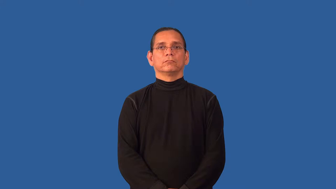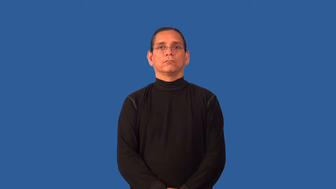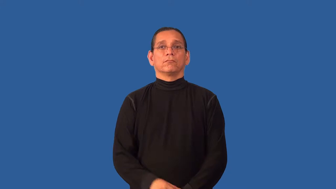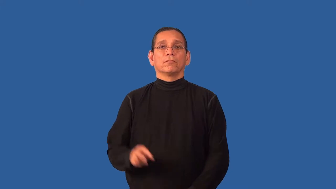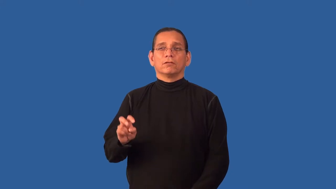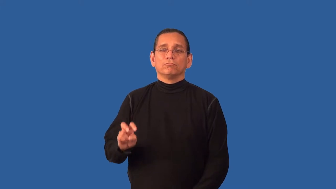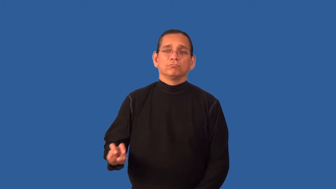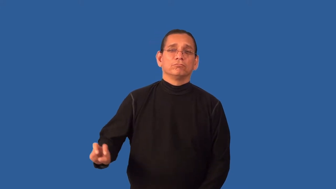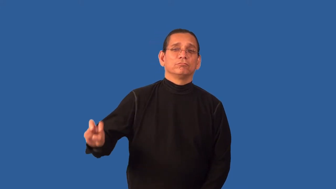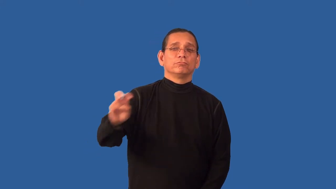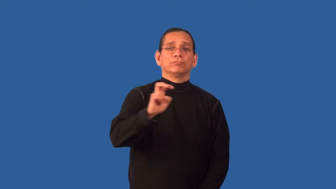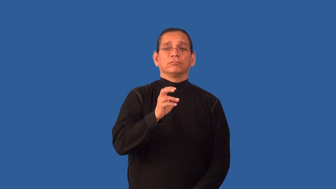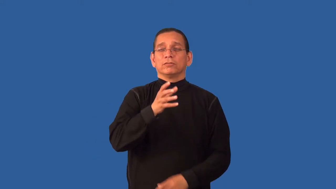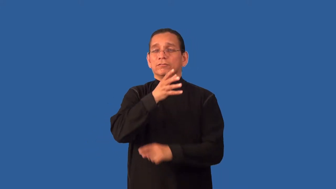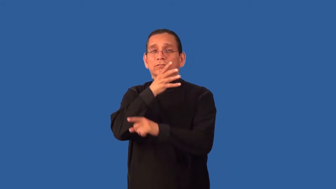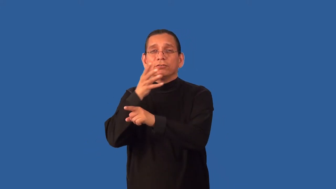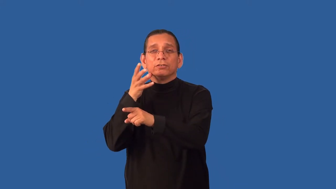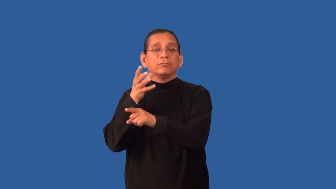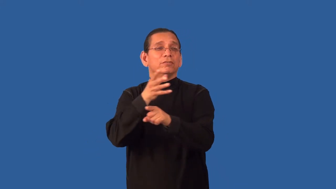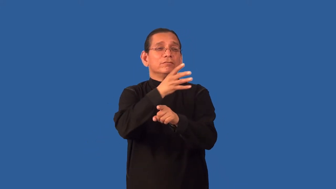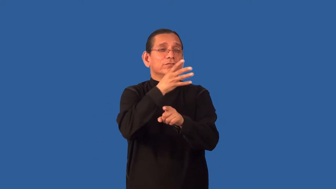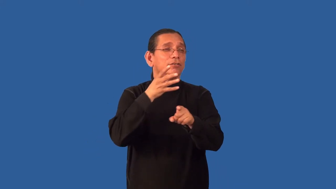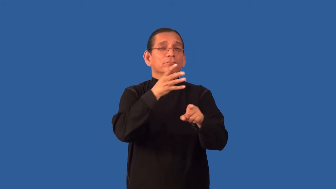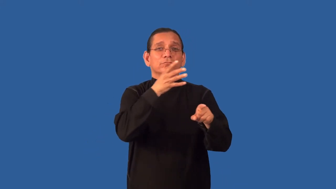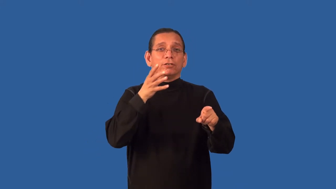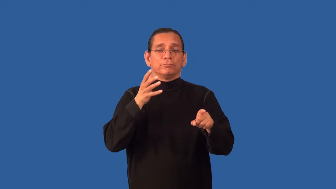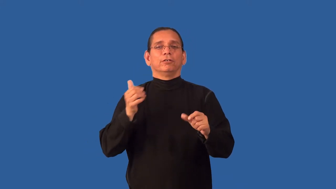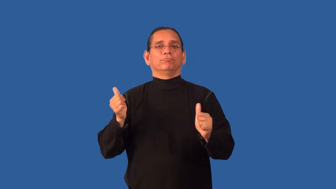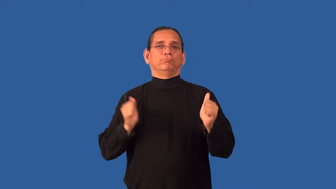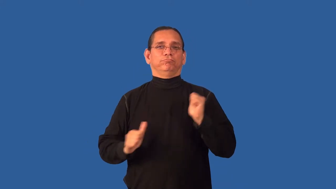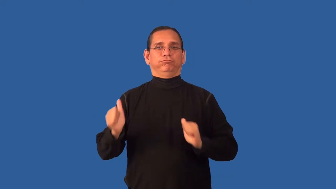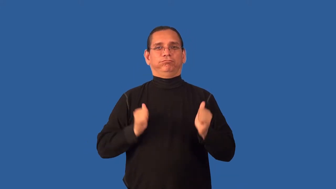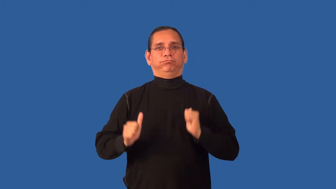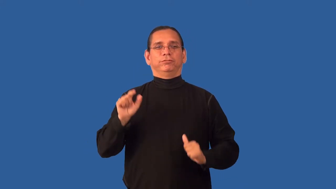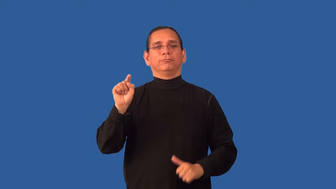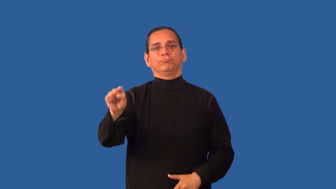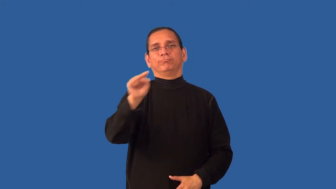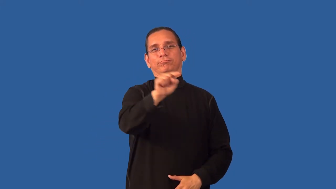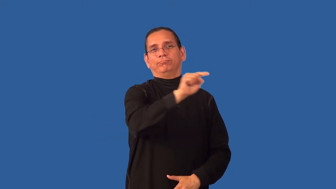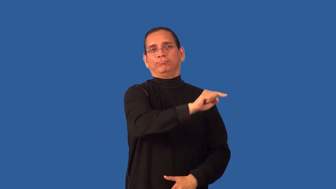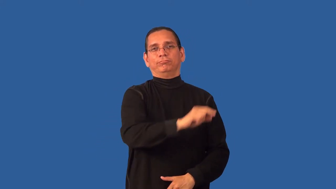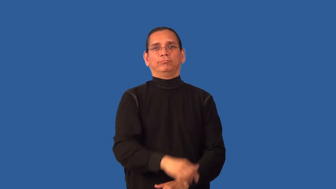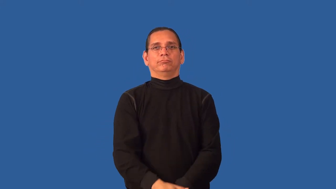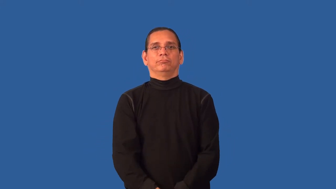barnstorm